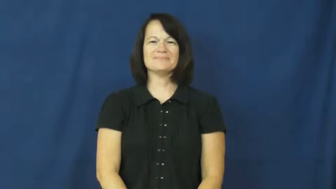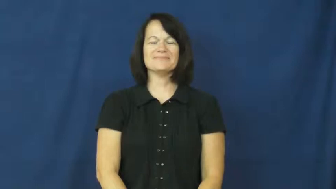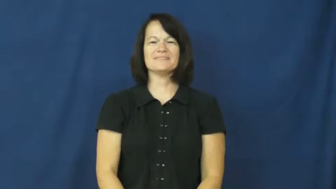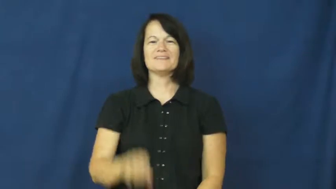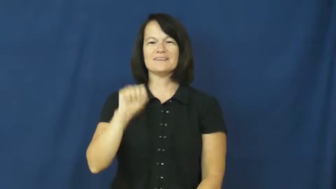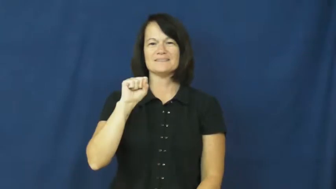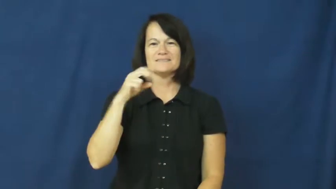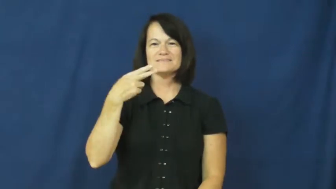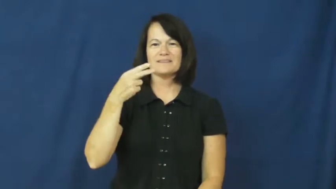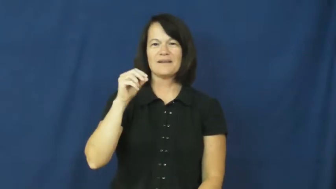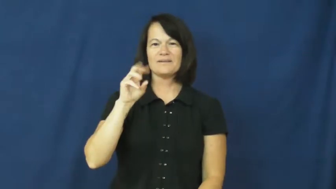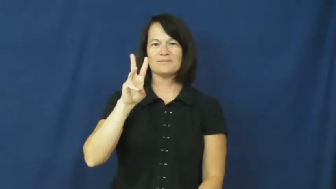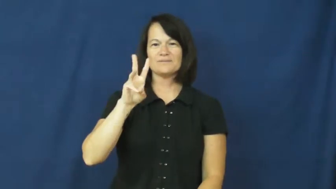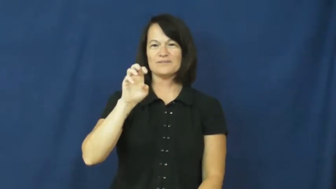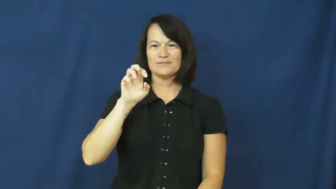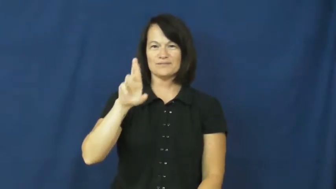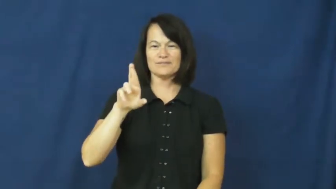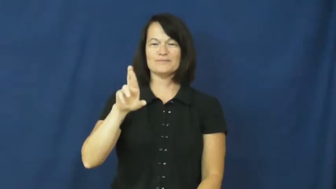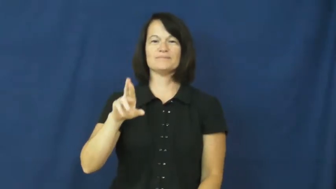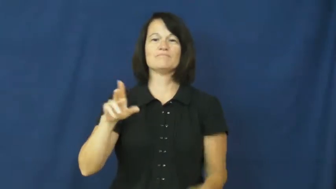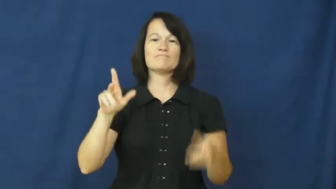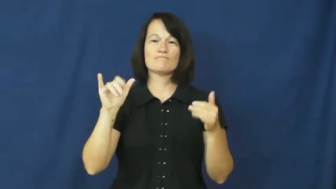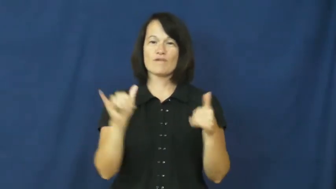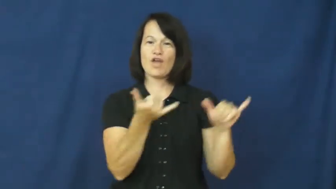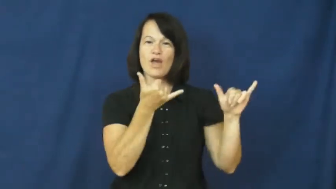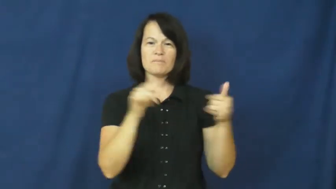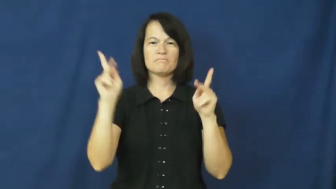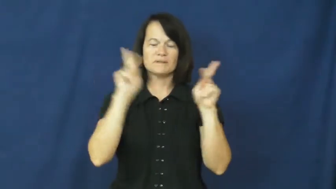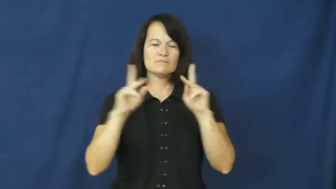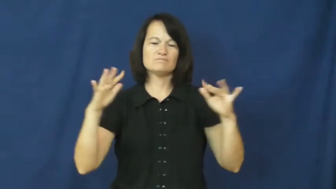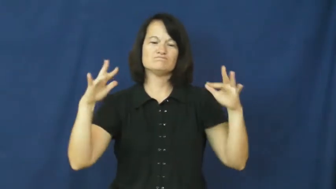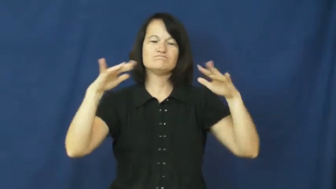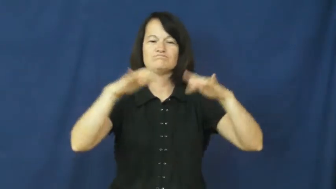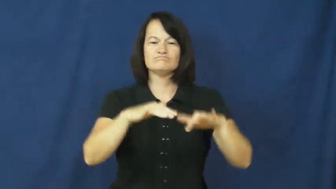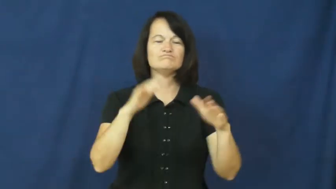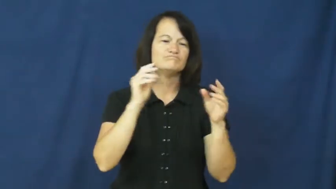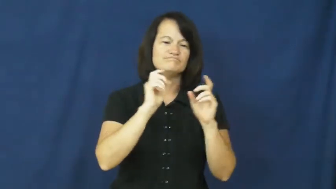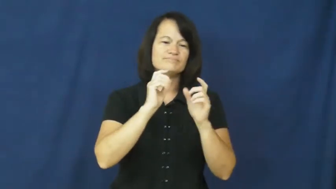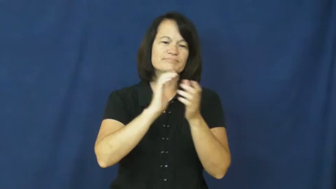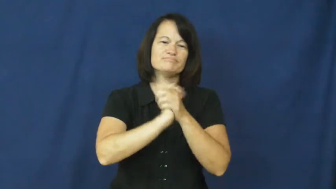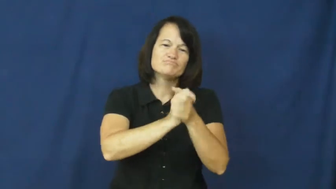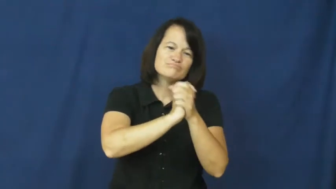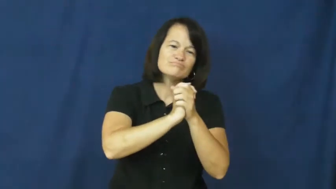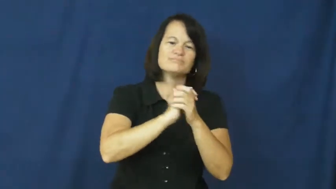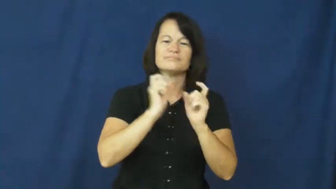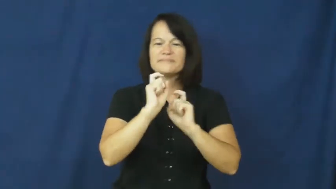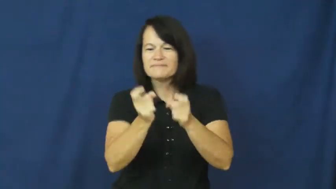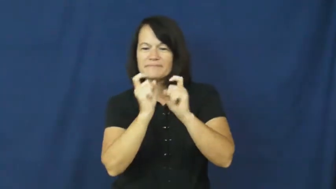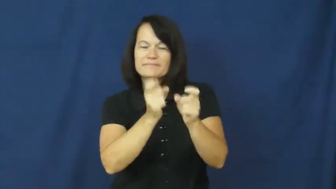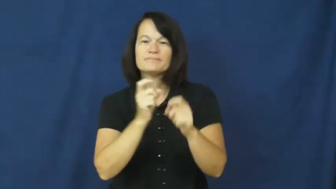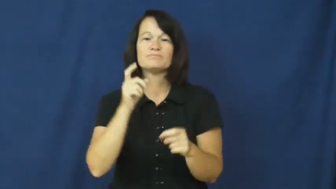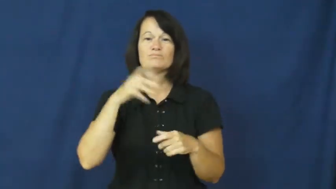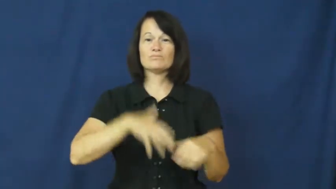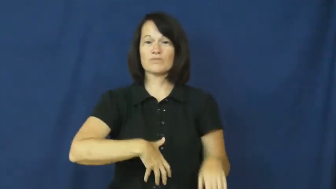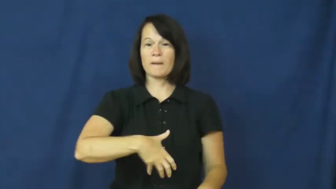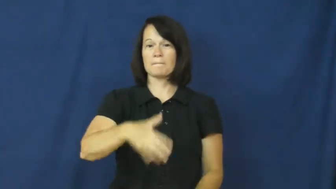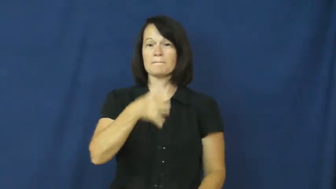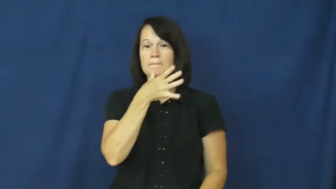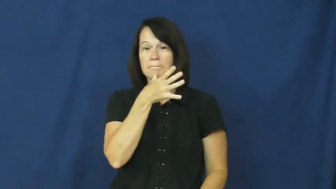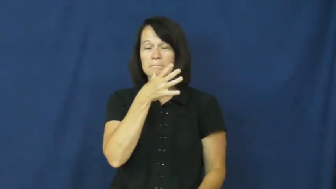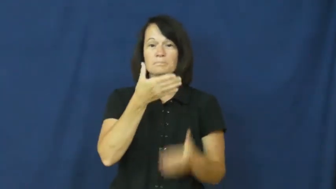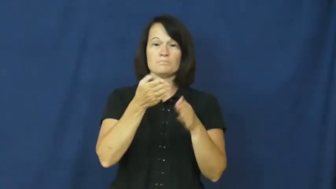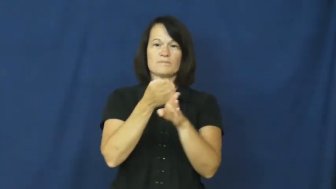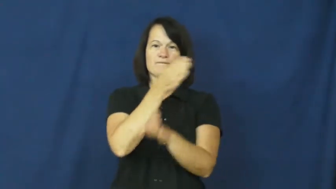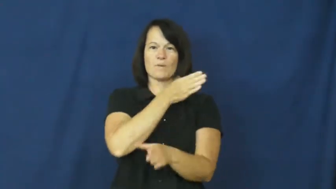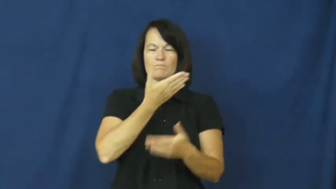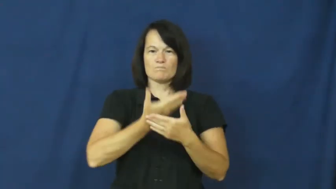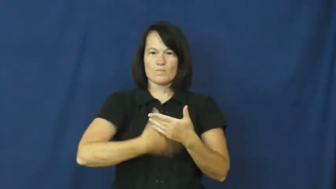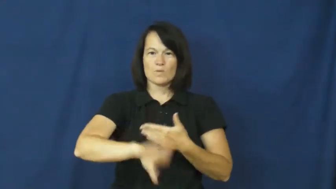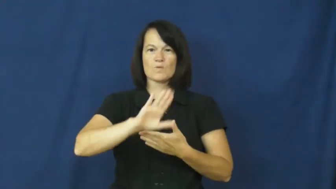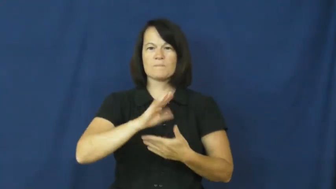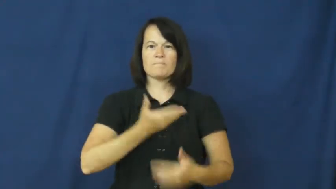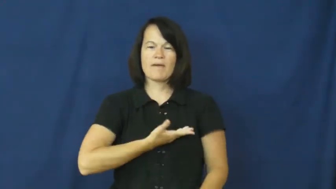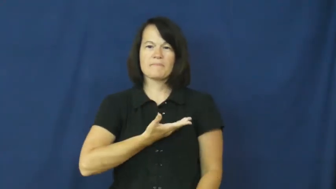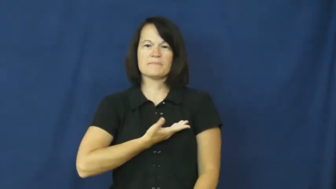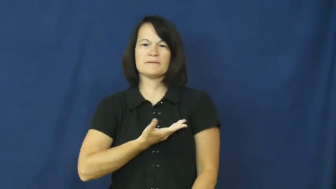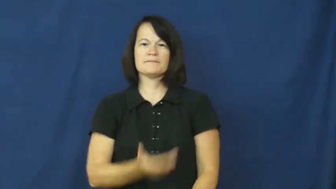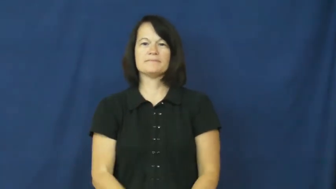shower-baby